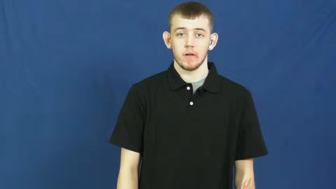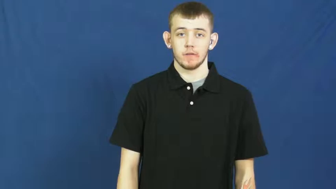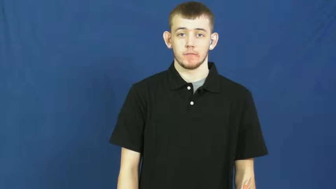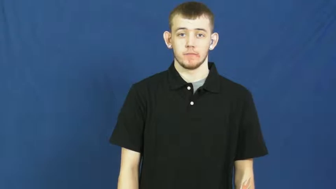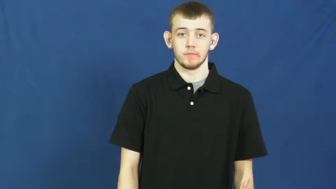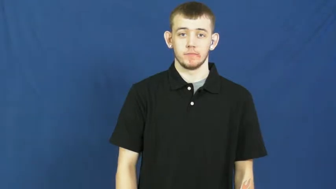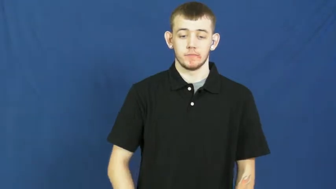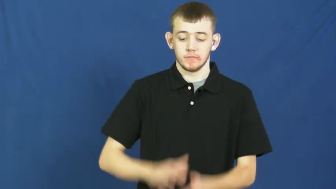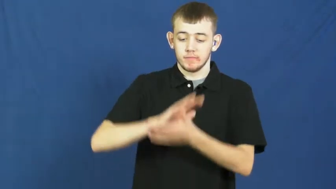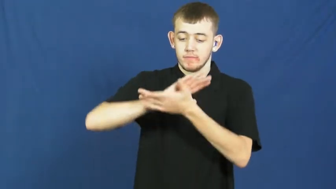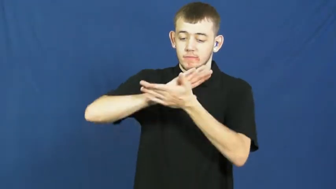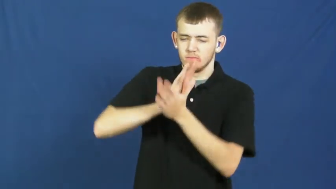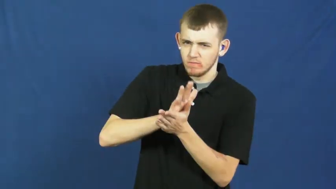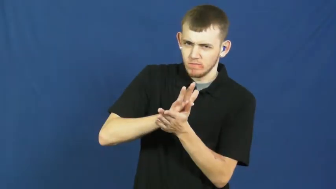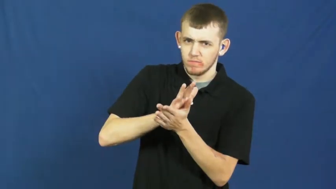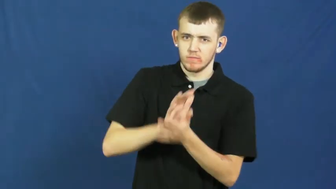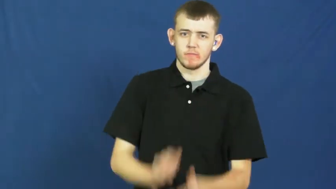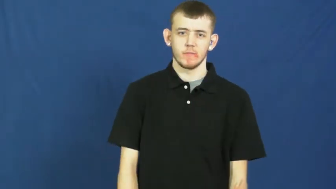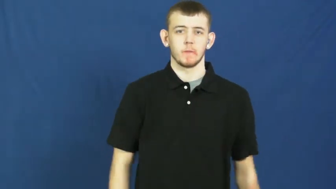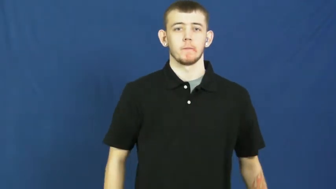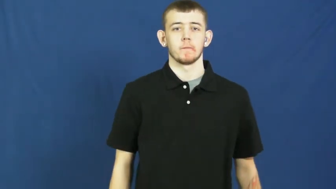smear,smirch